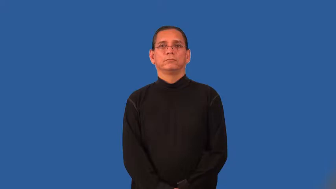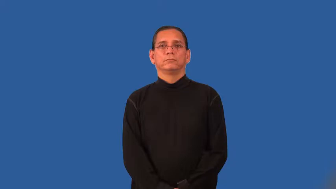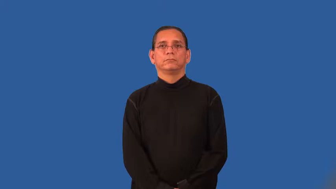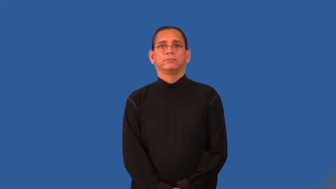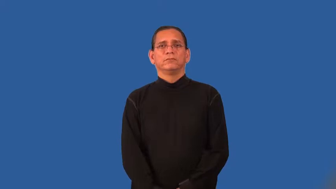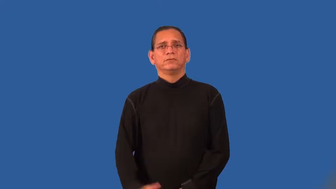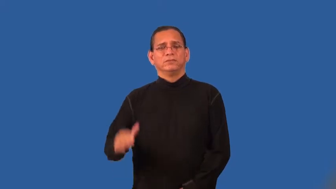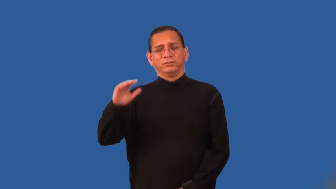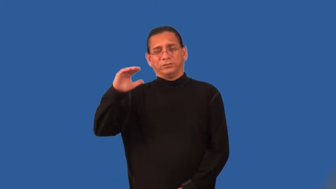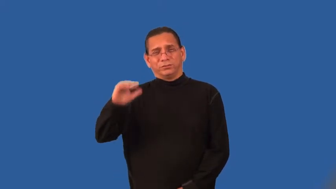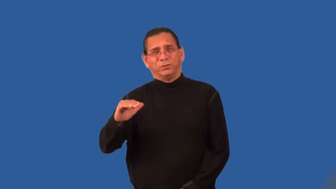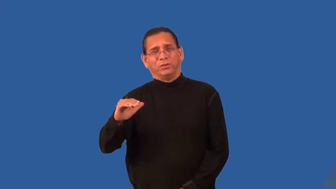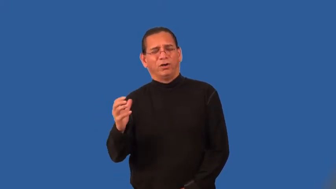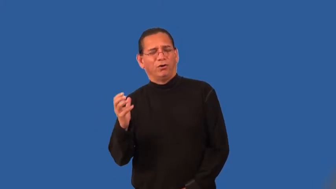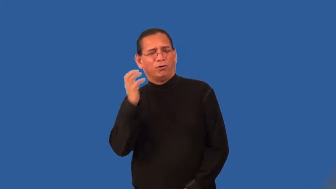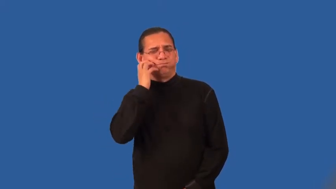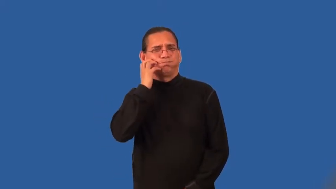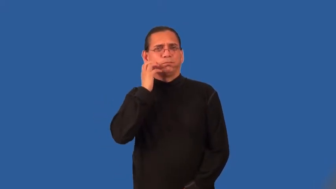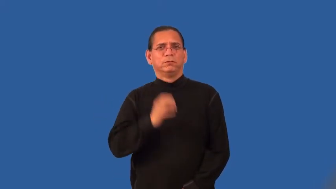stout,squat,dumpy